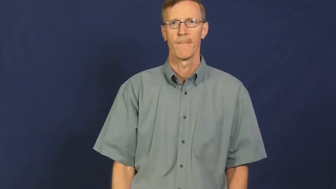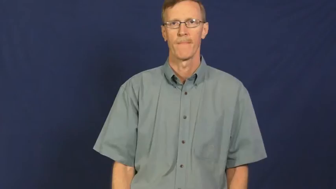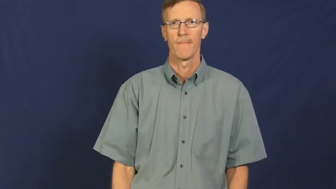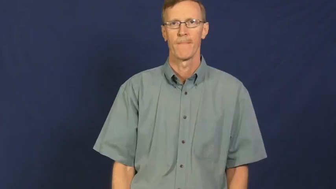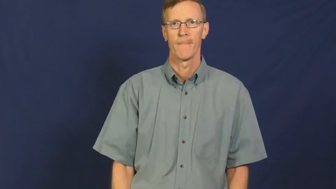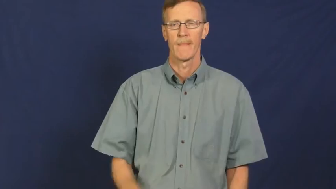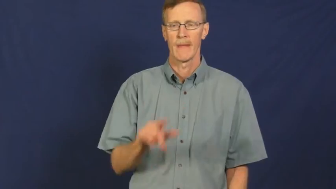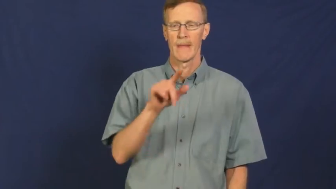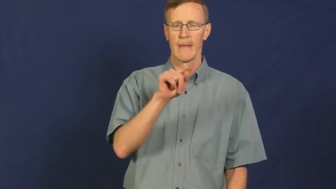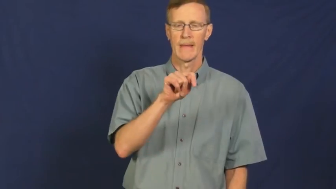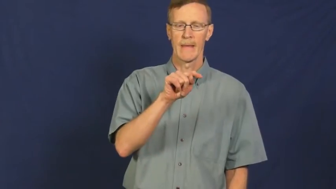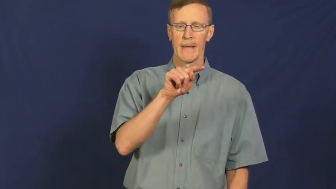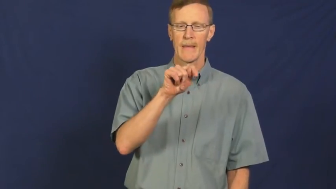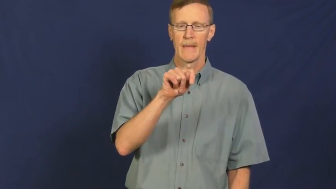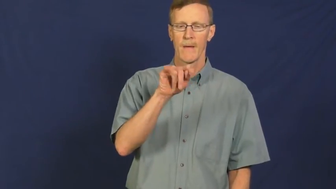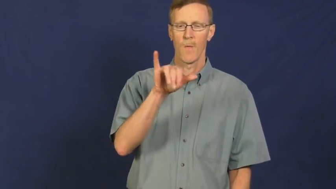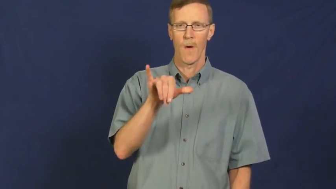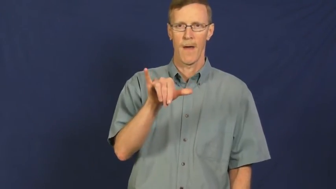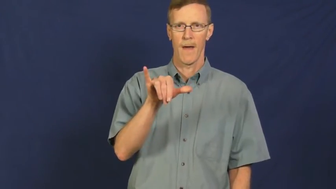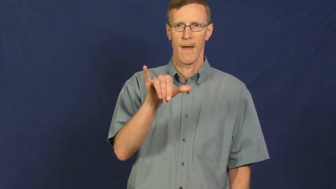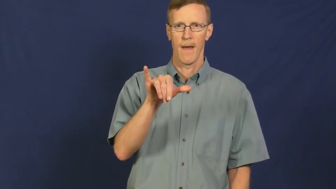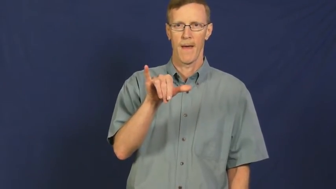tty